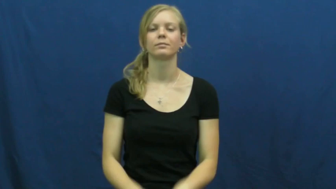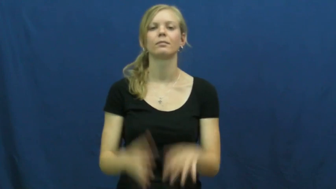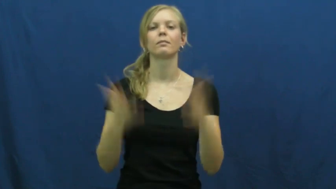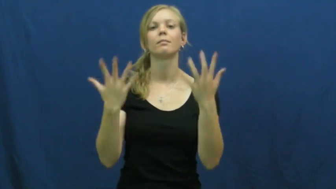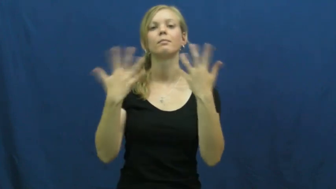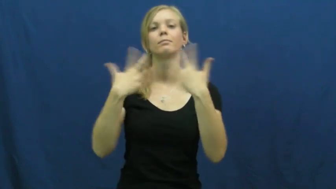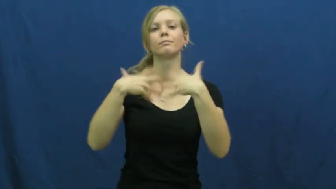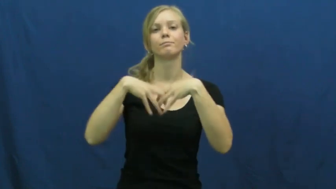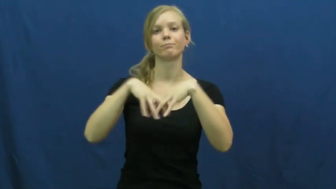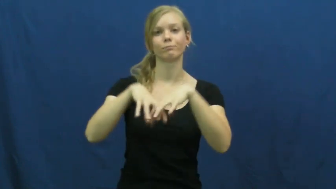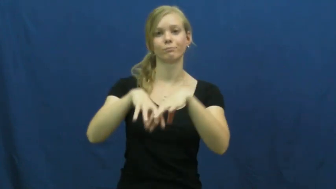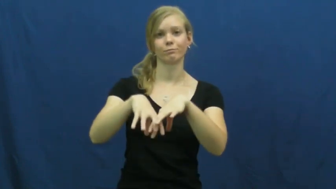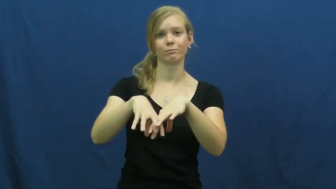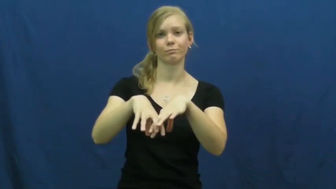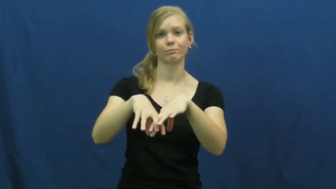cohesion